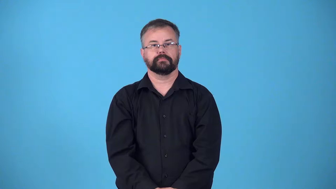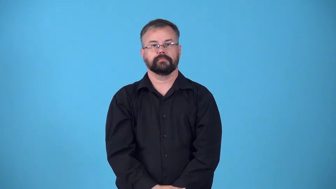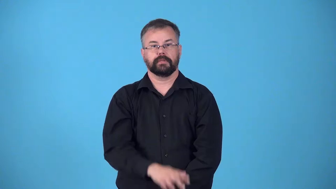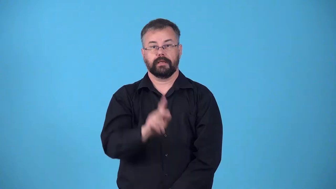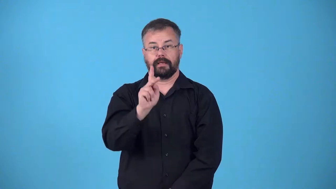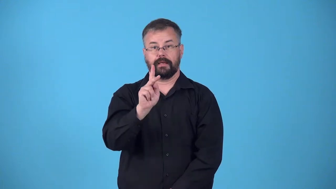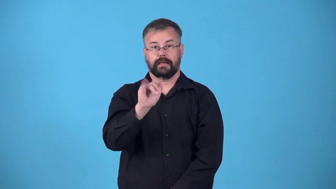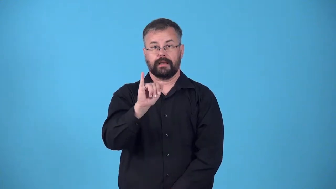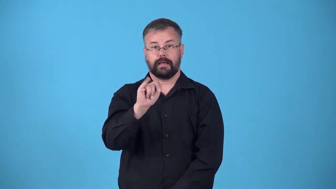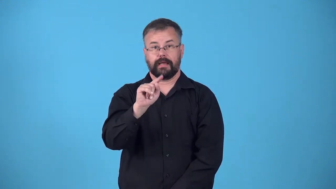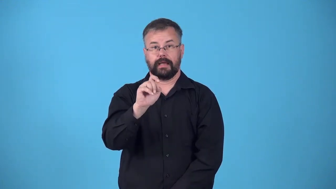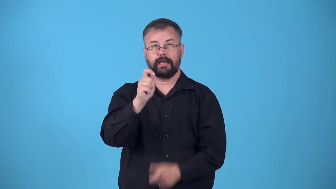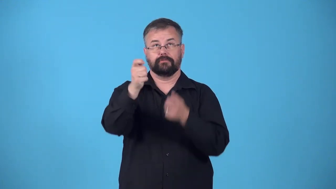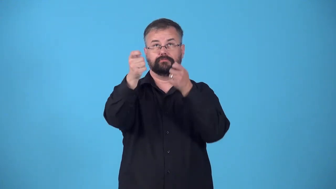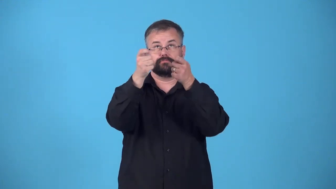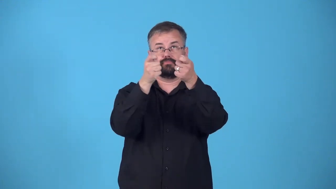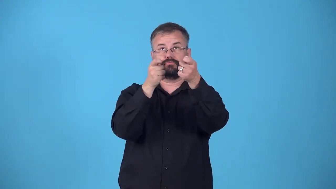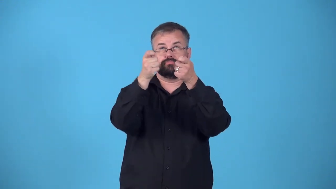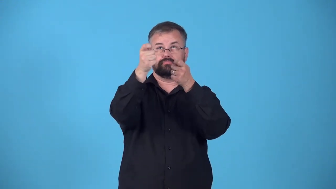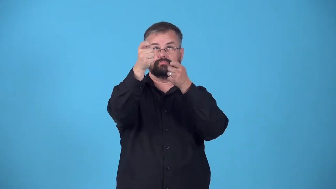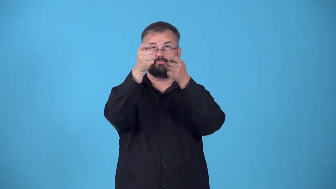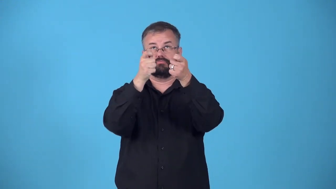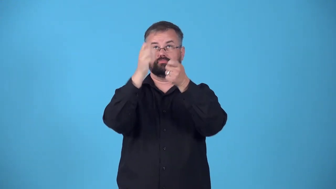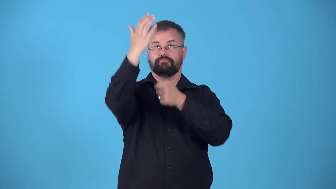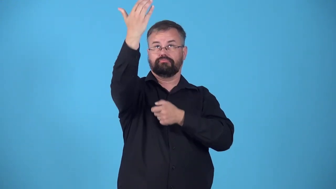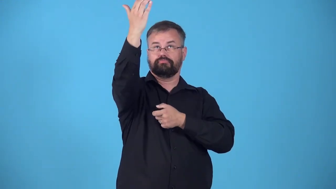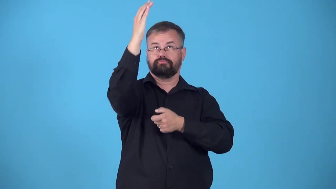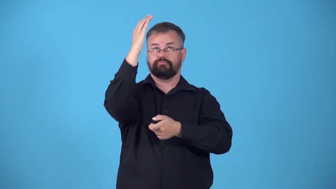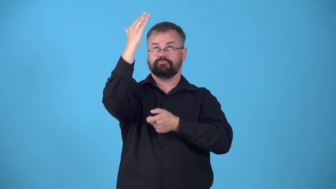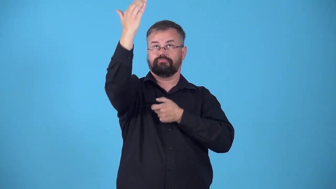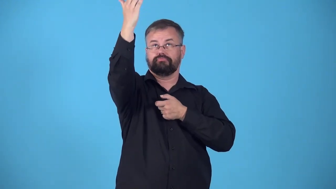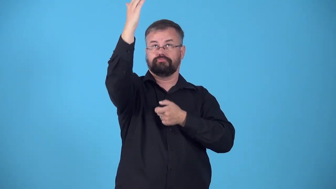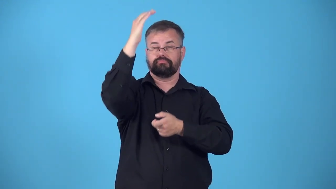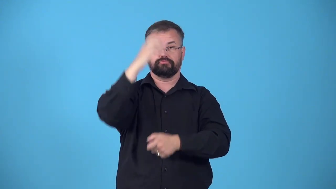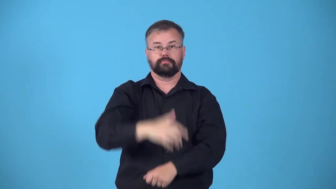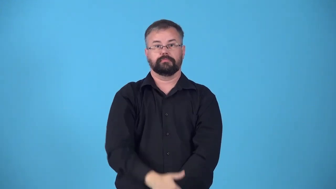fly-kite